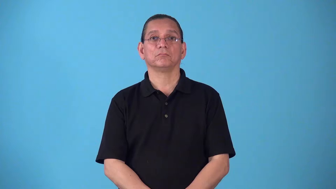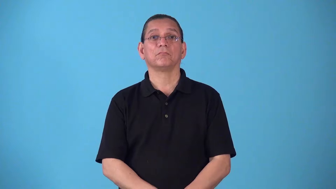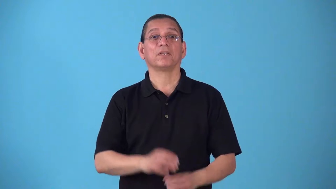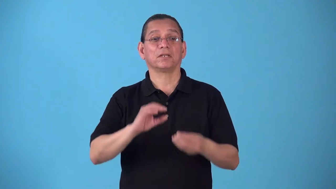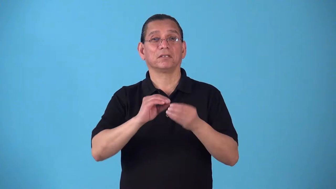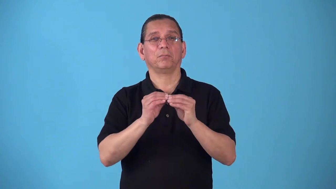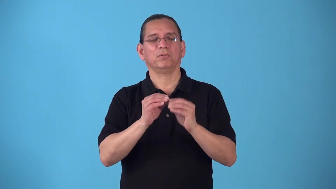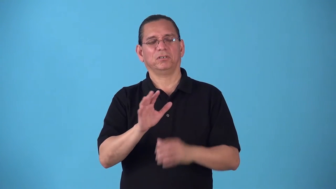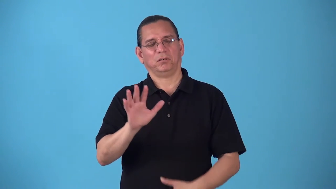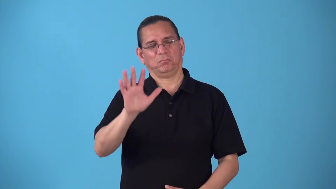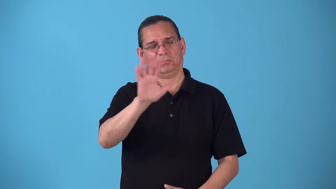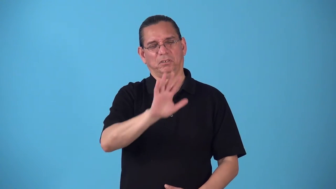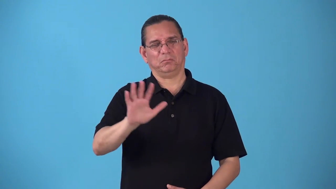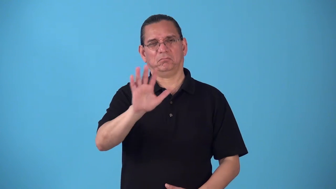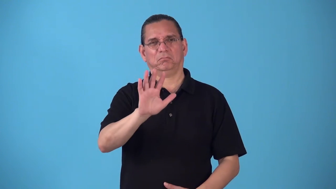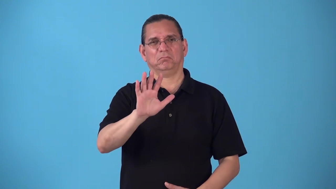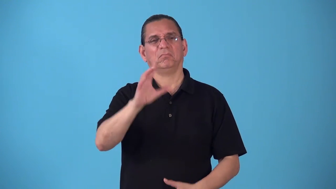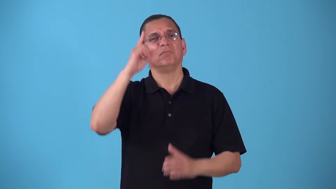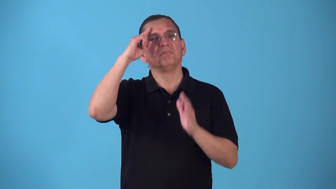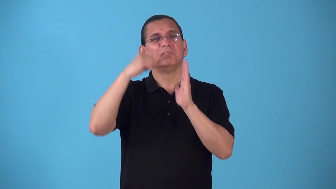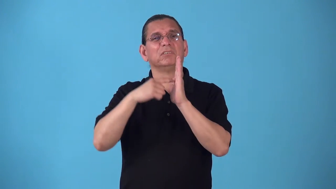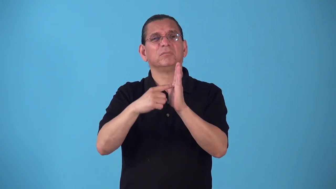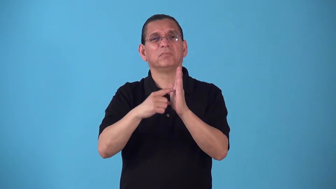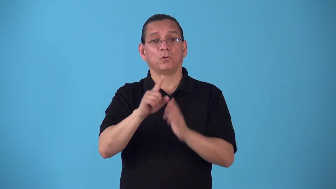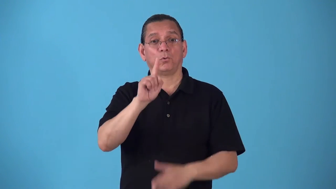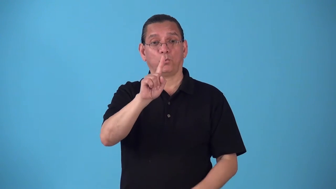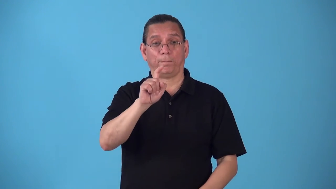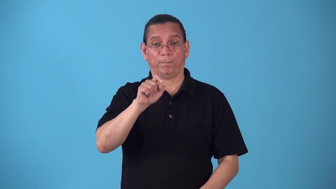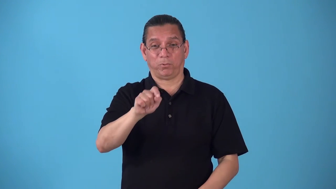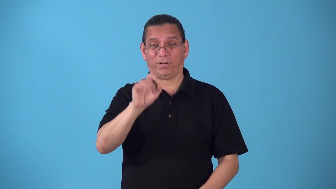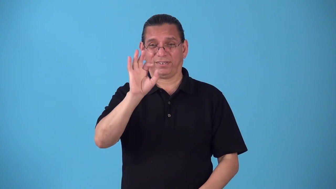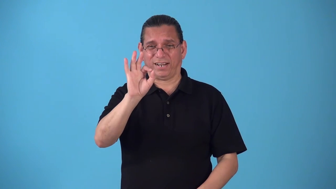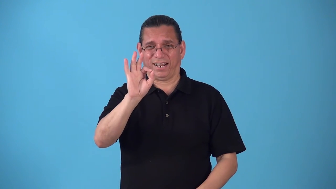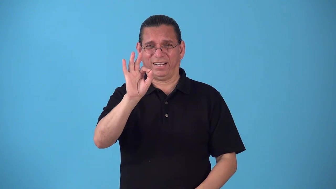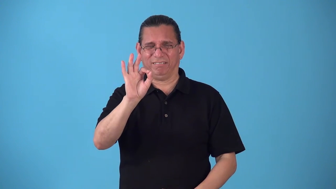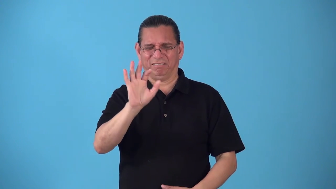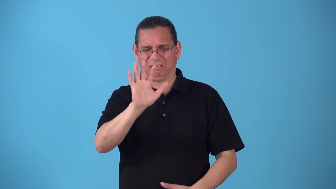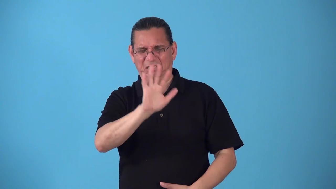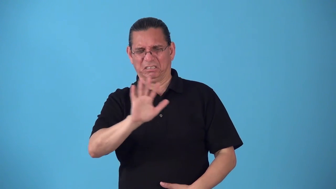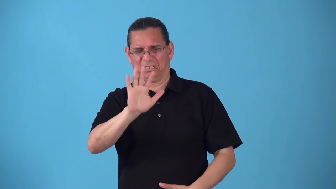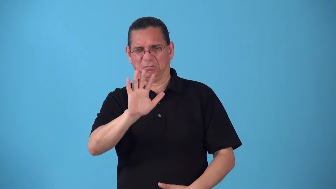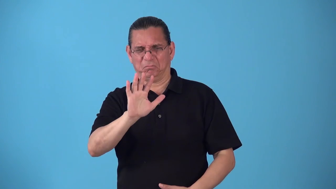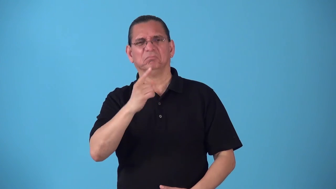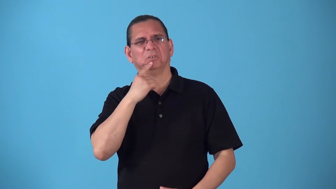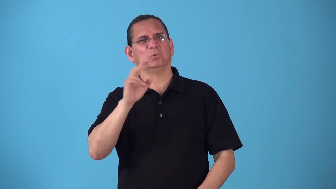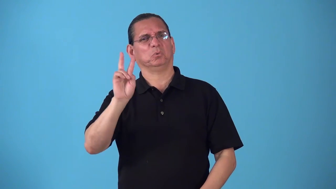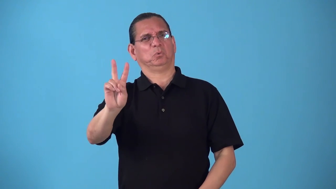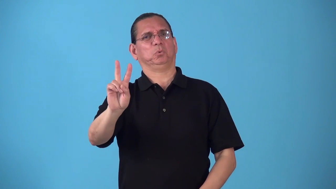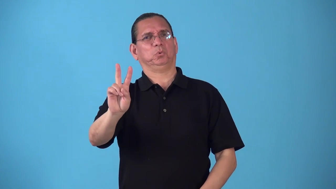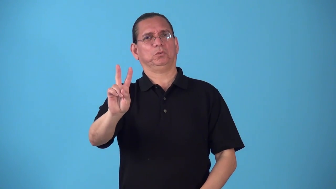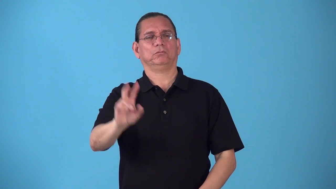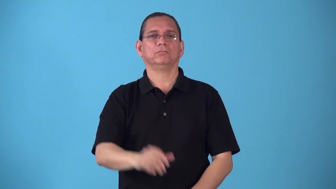round-math